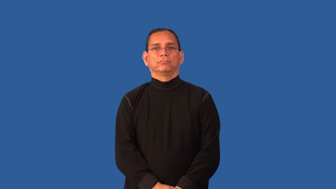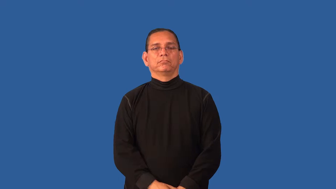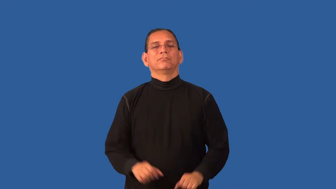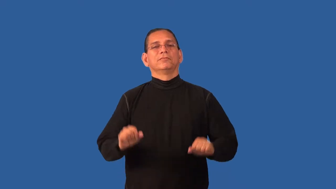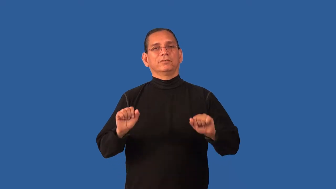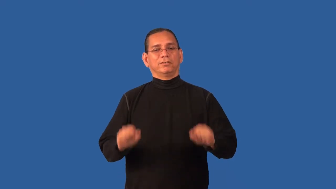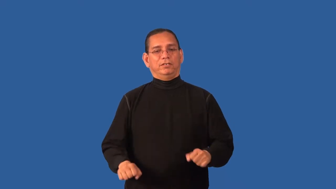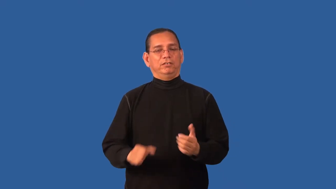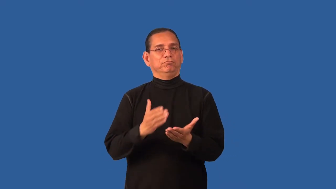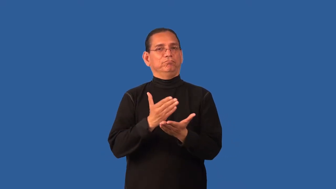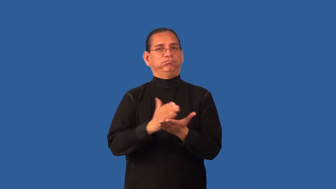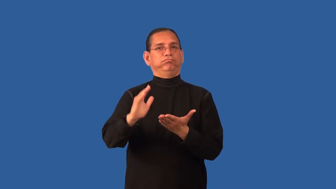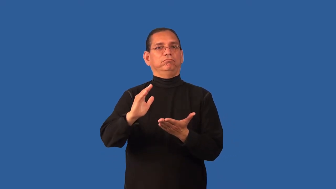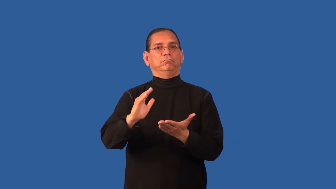dispensable